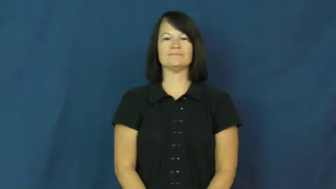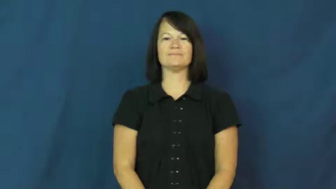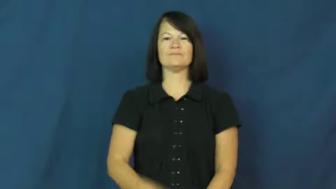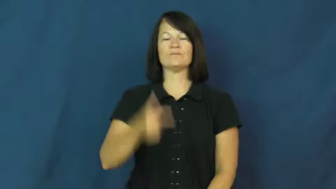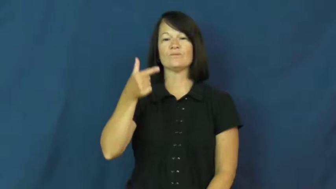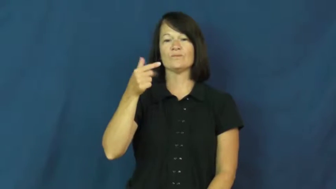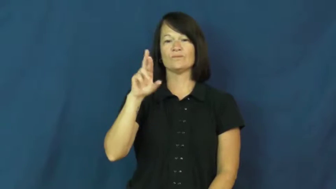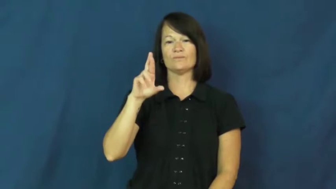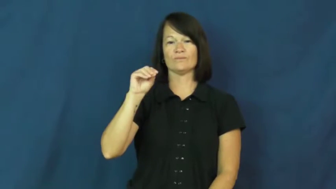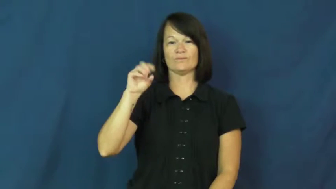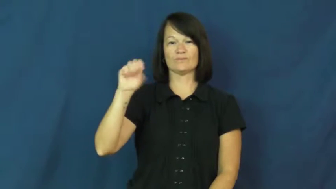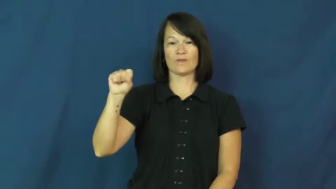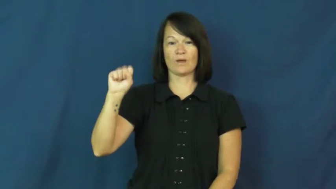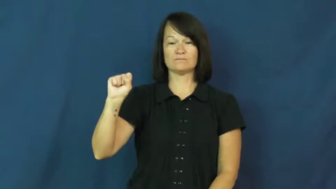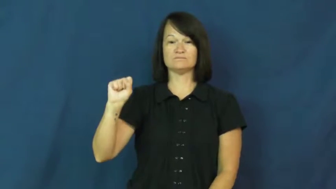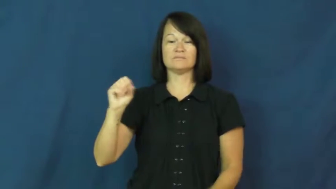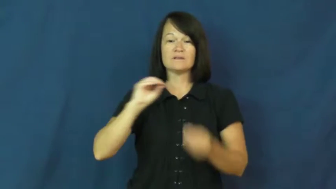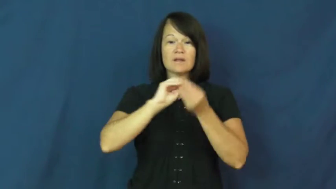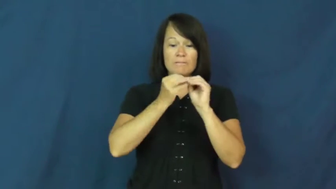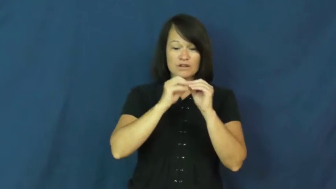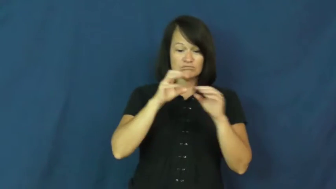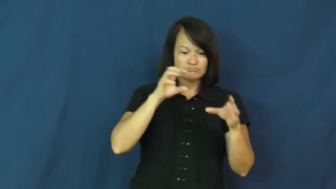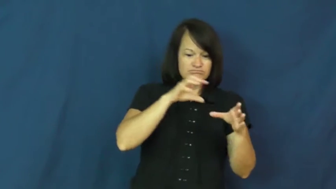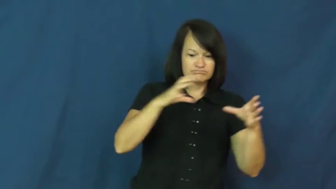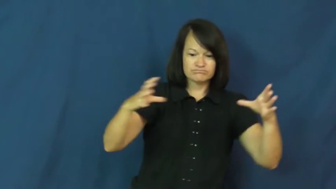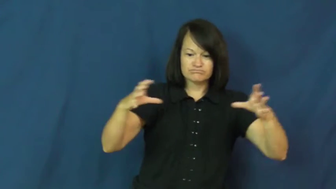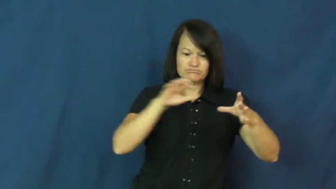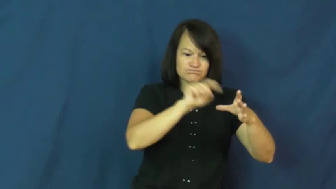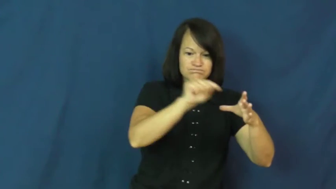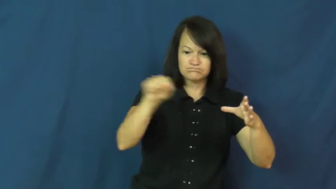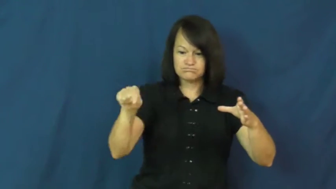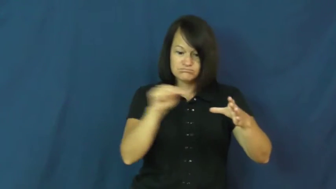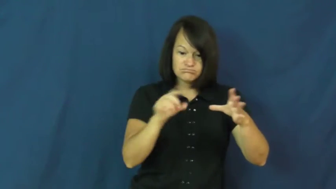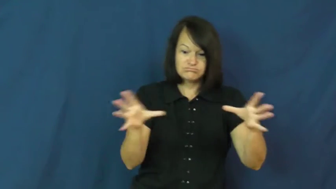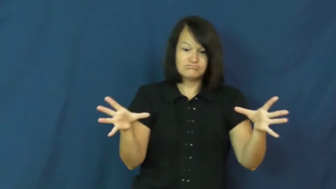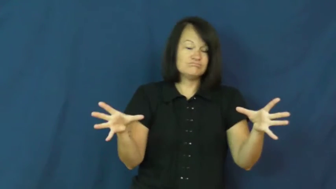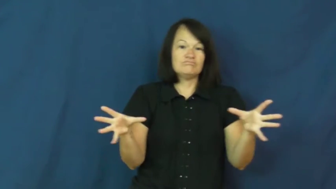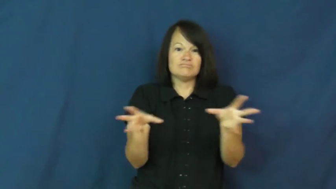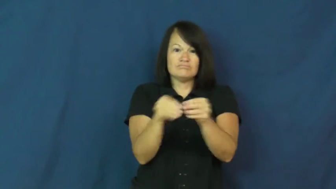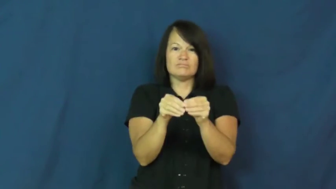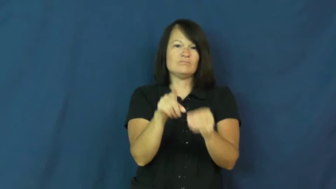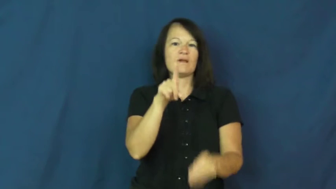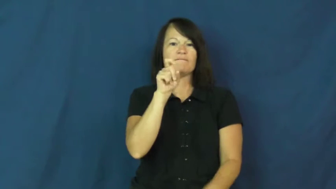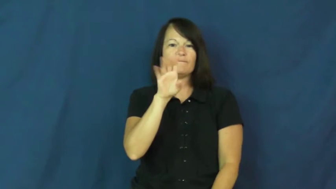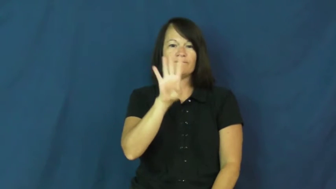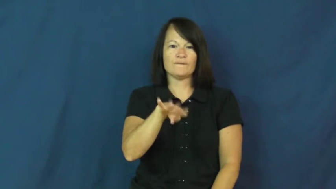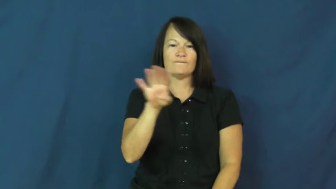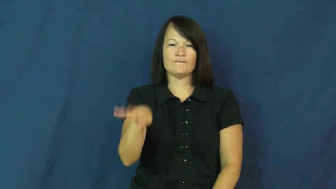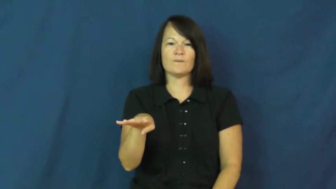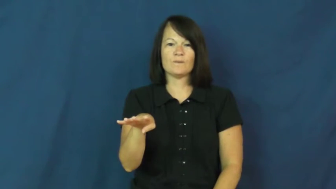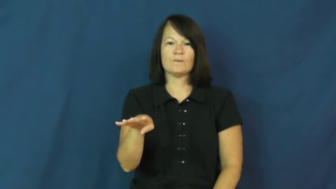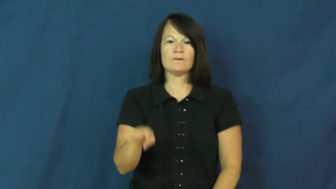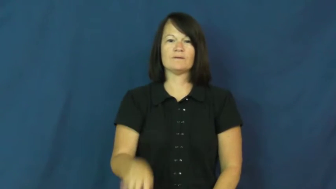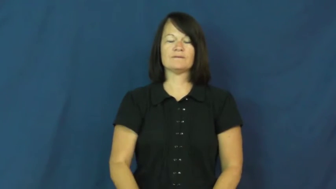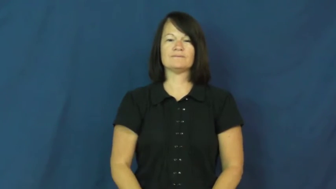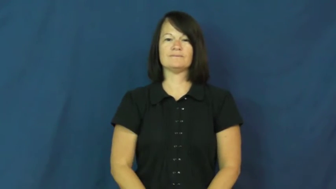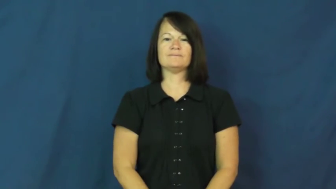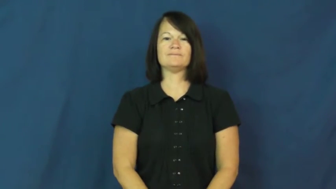gross-number